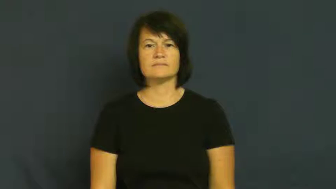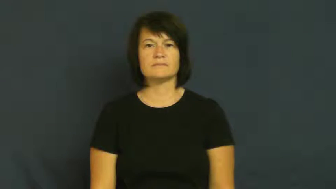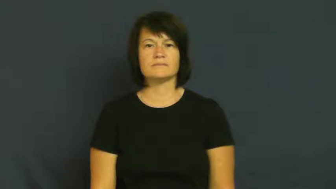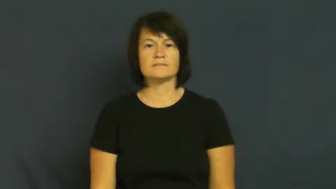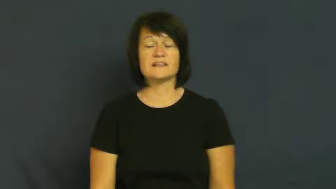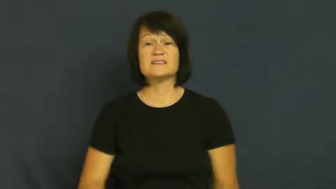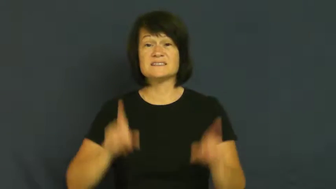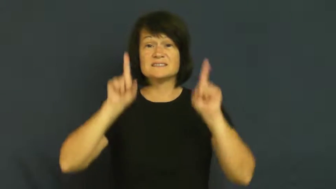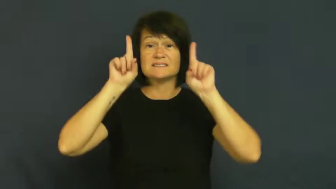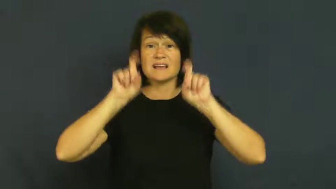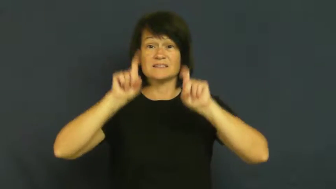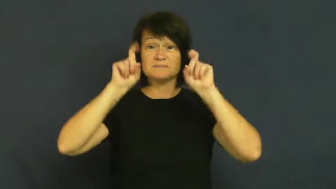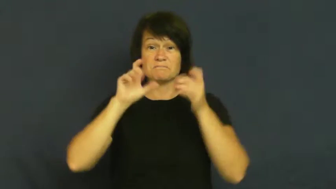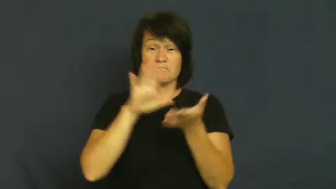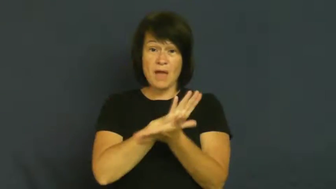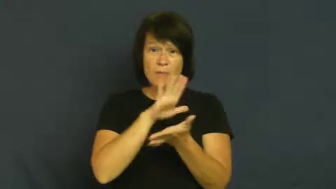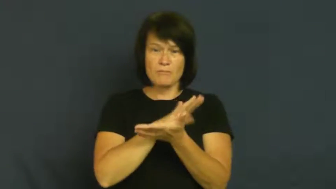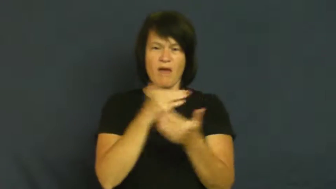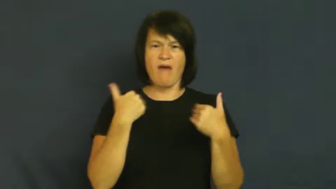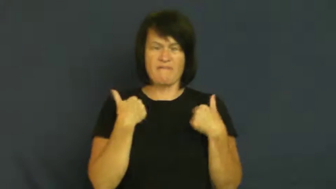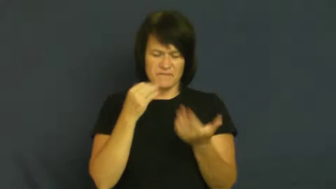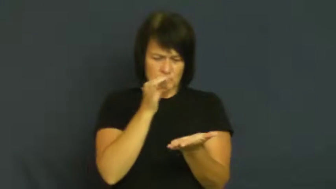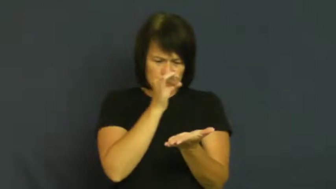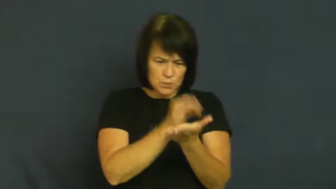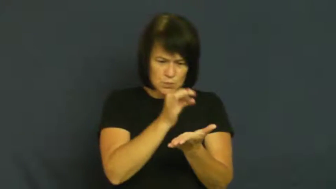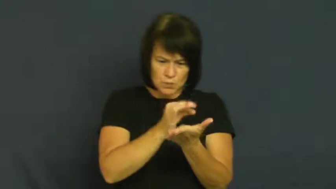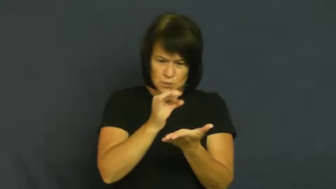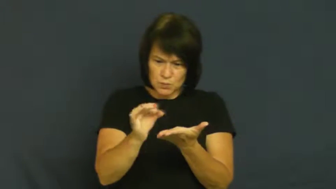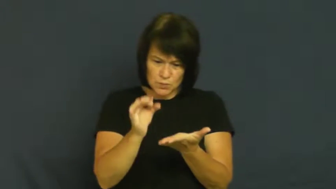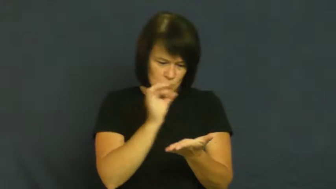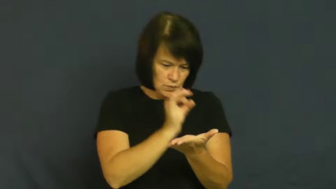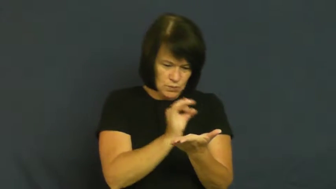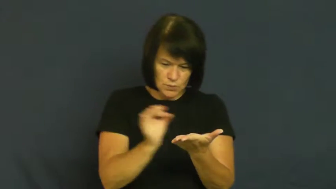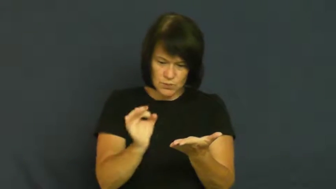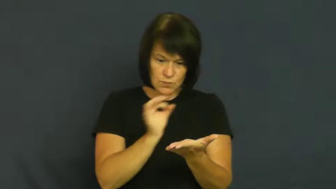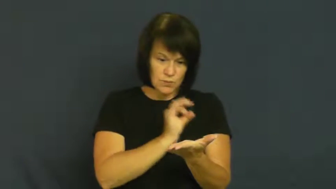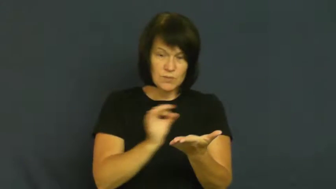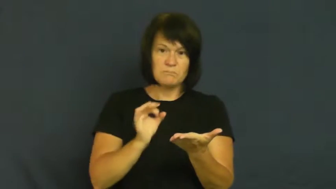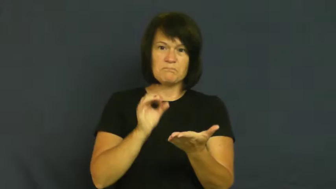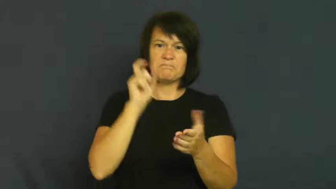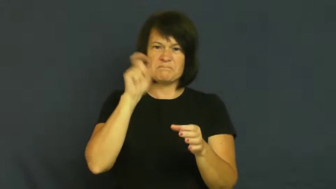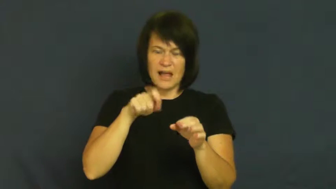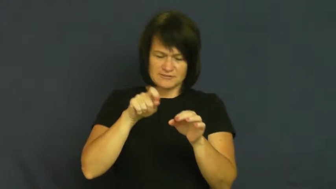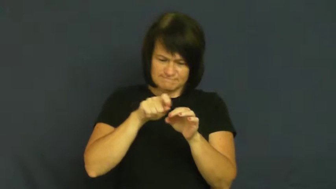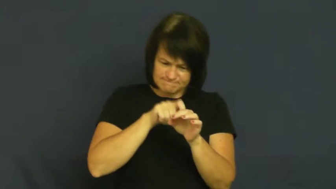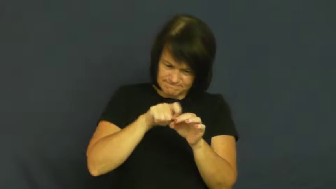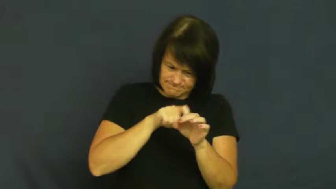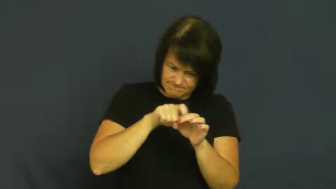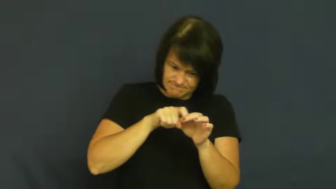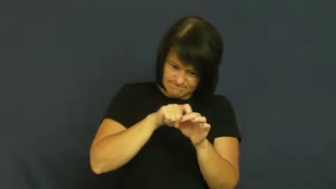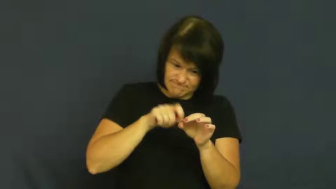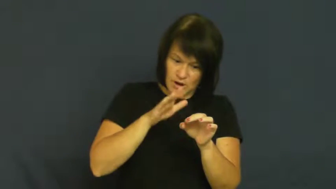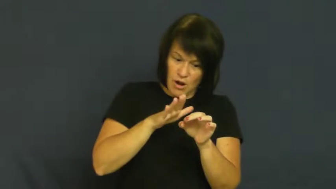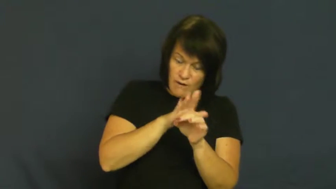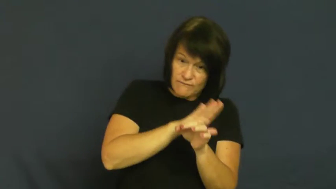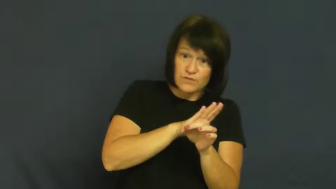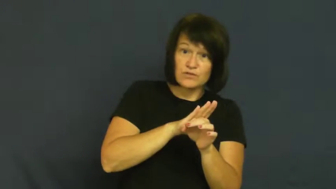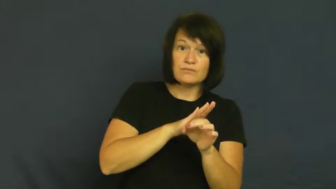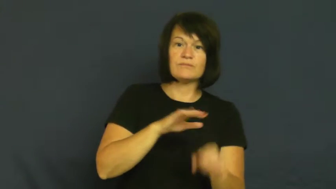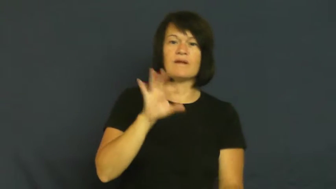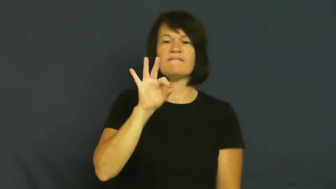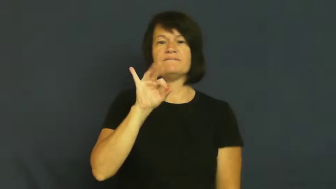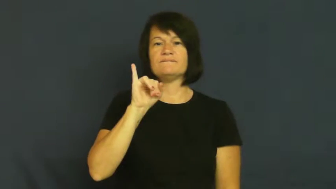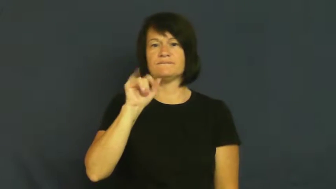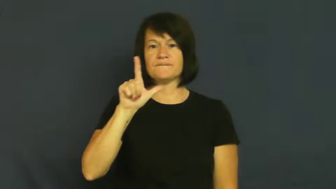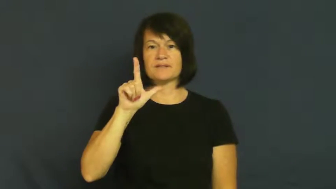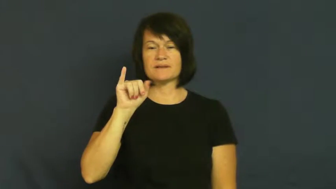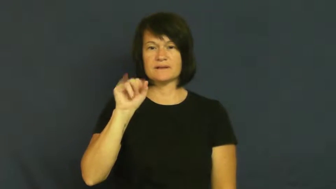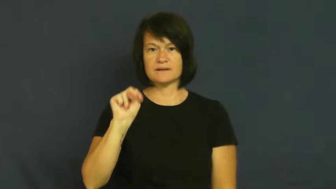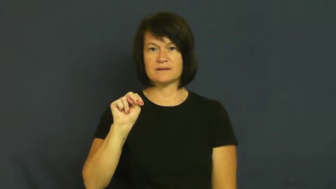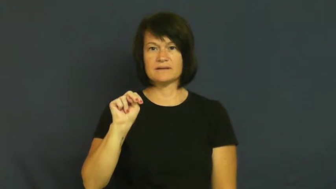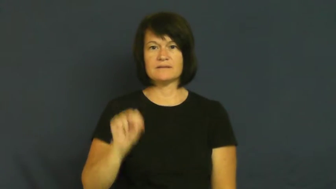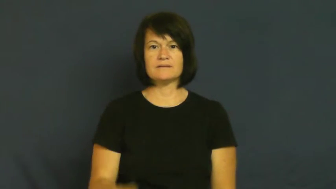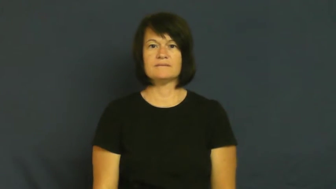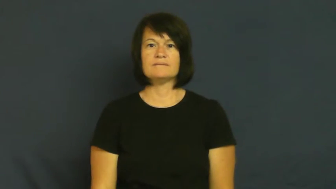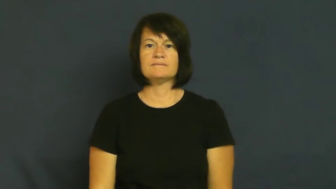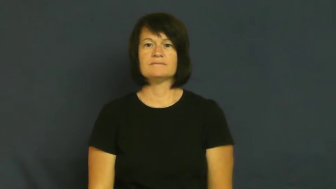fill in-circle